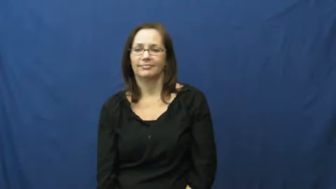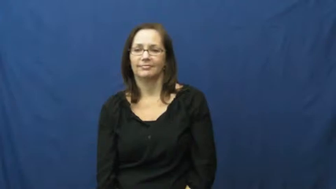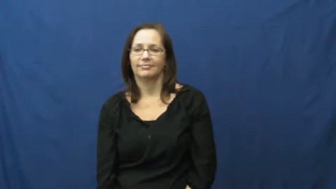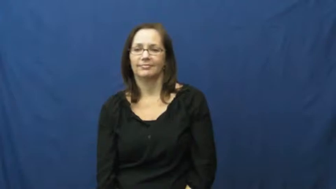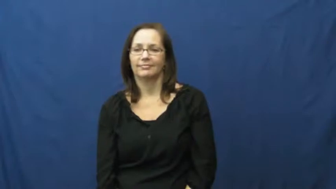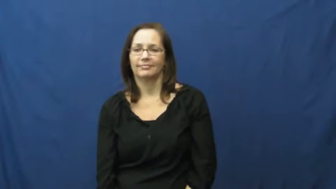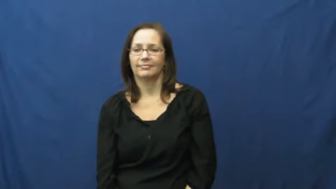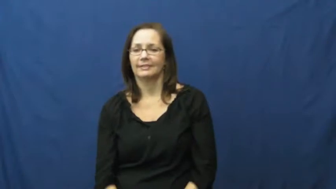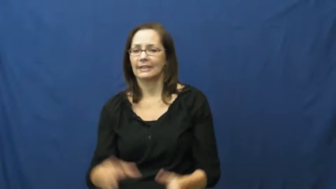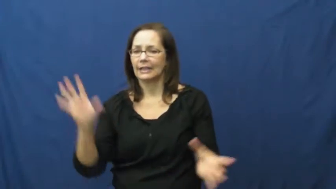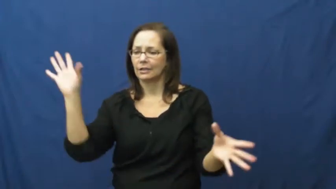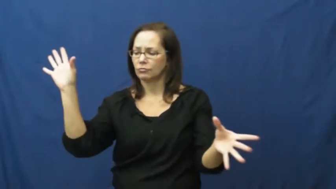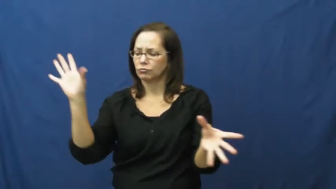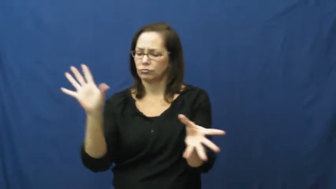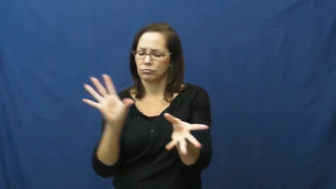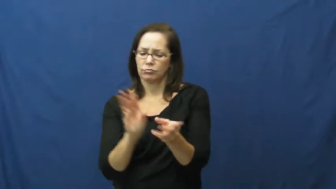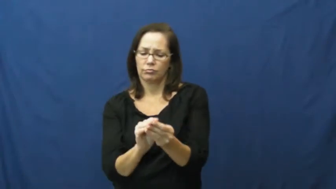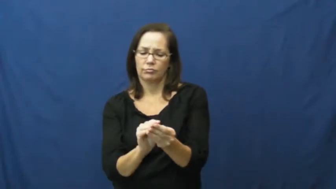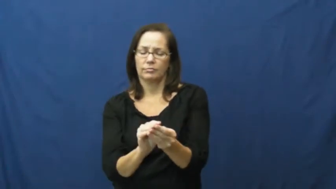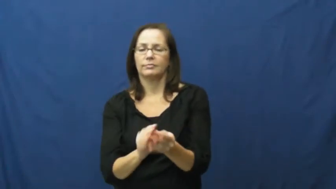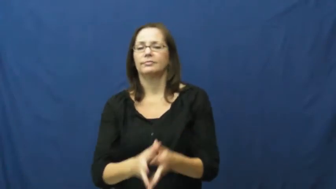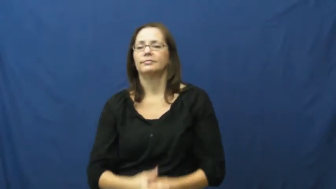cumulative